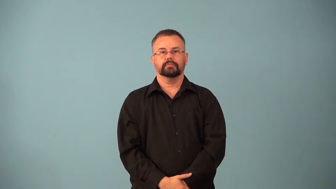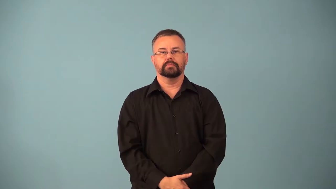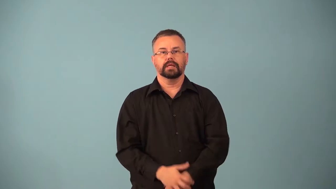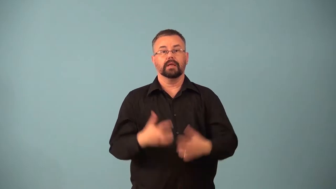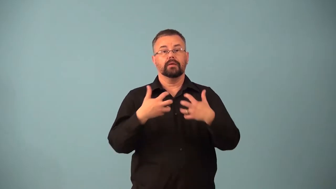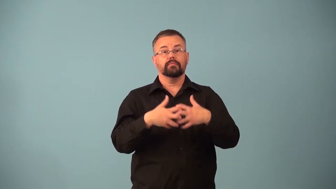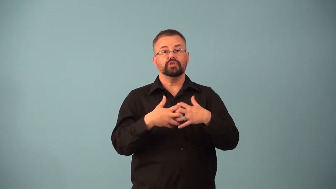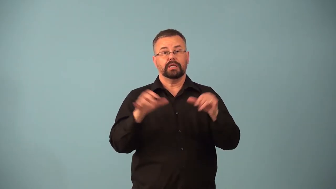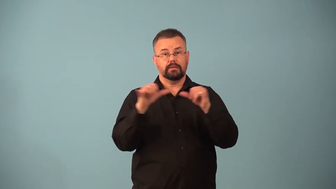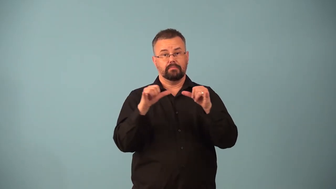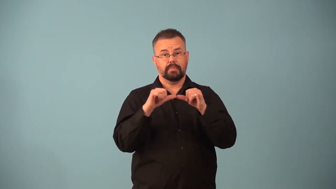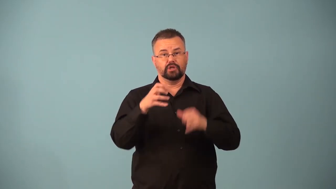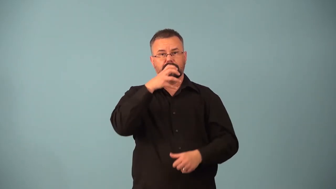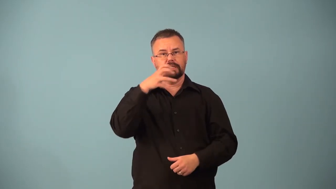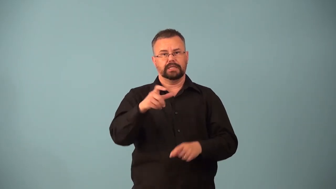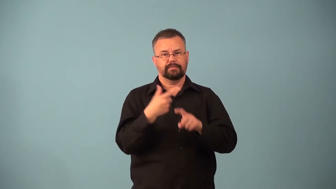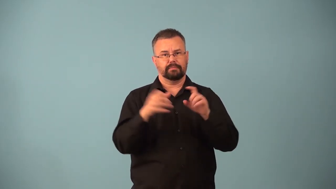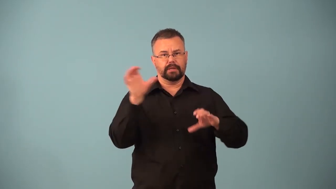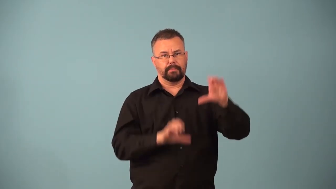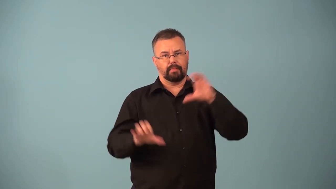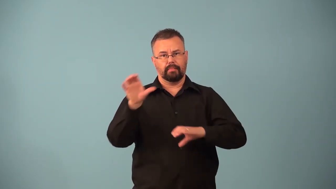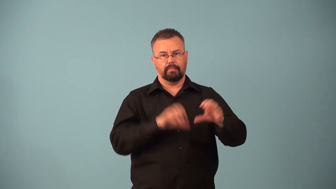calorimeter